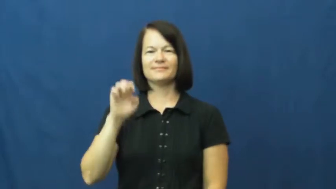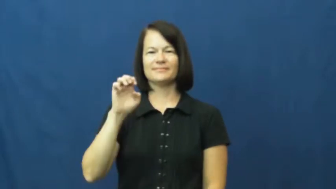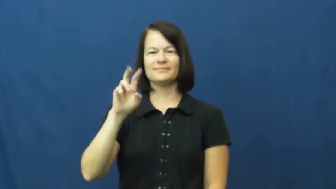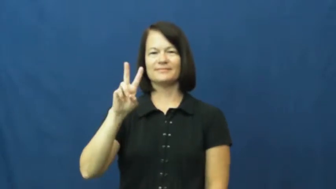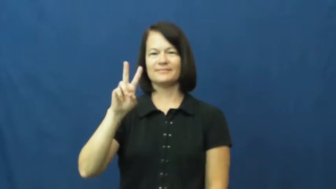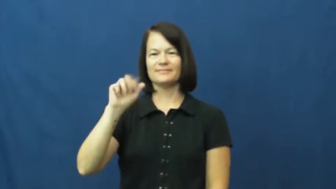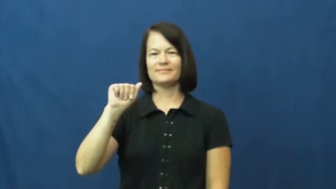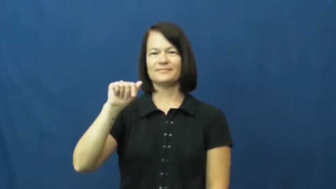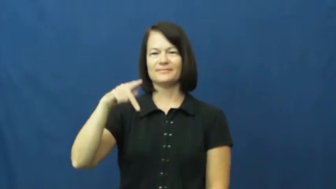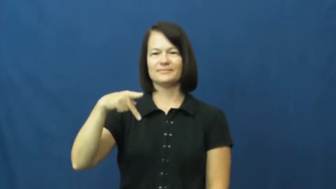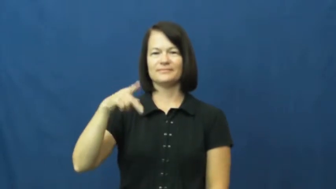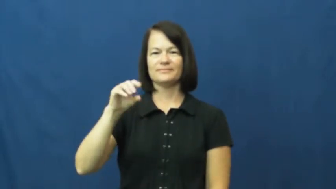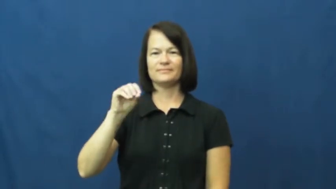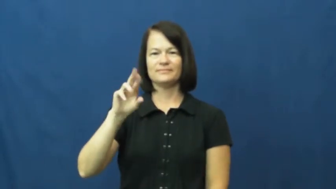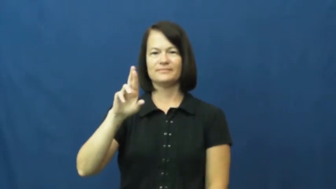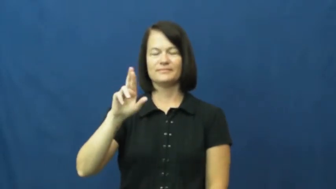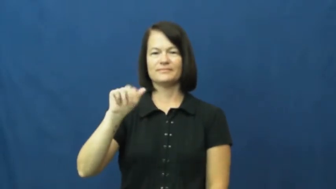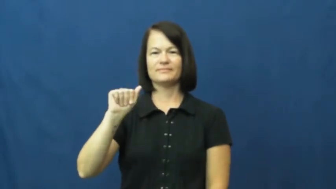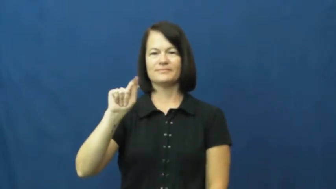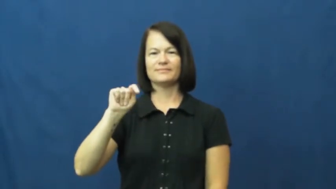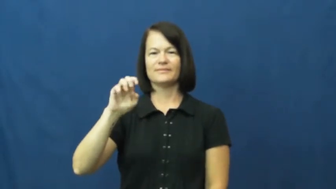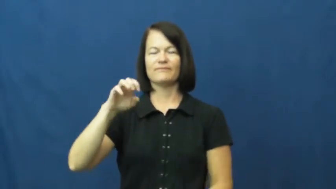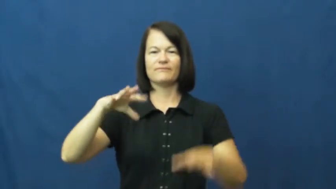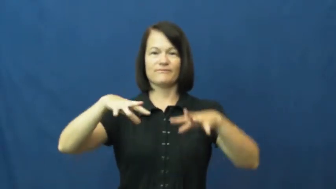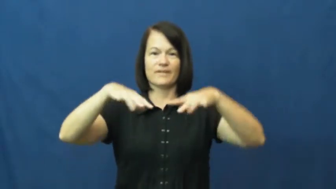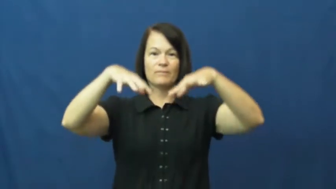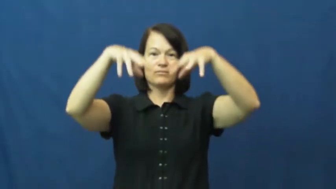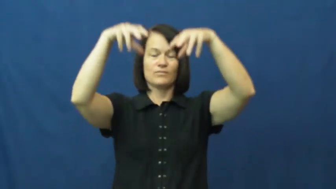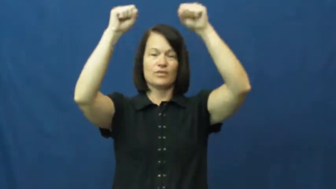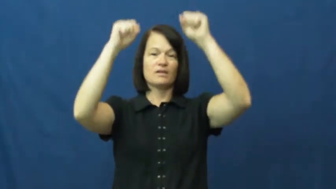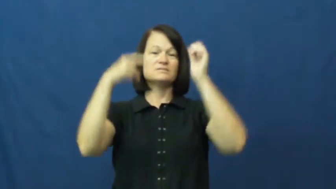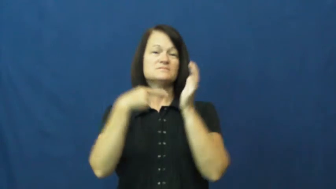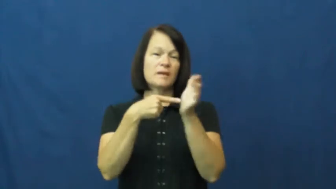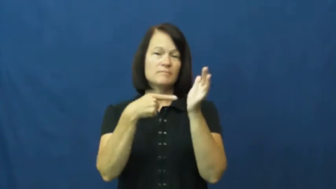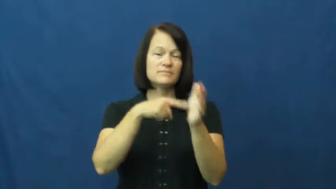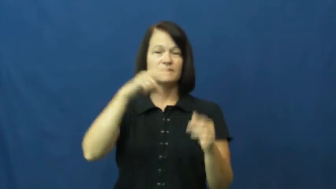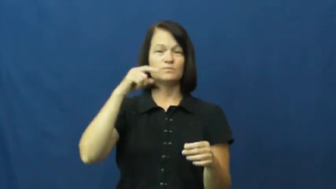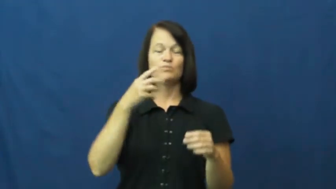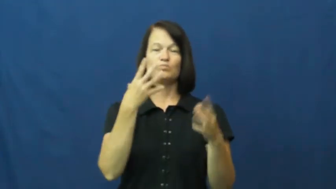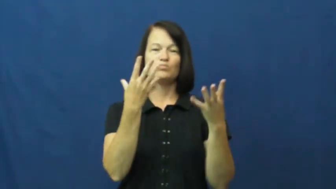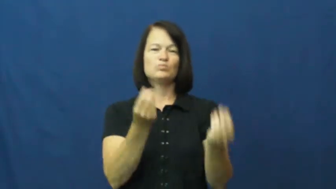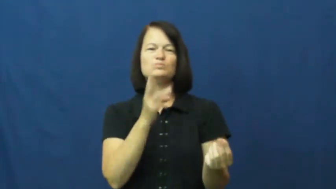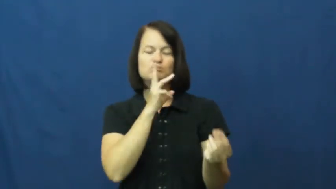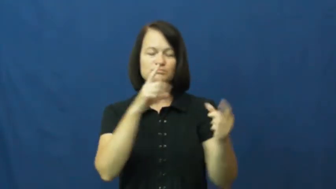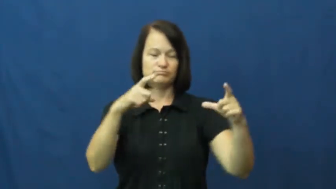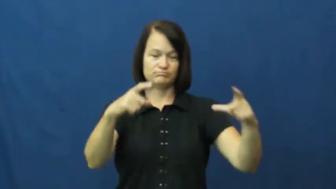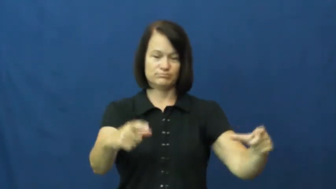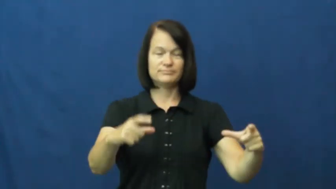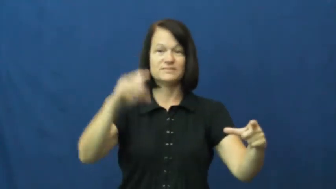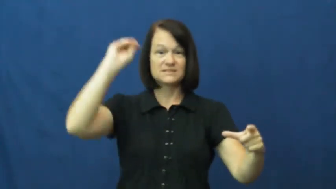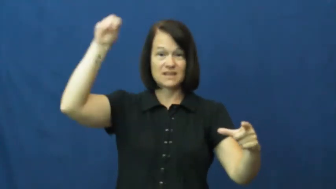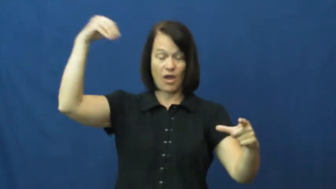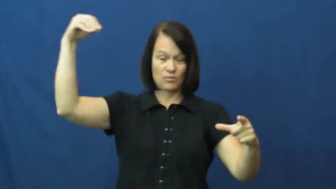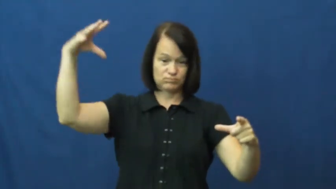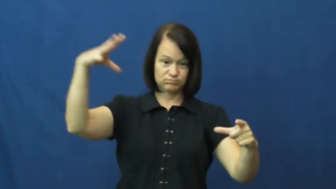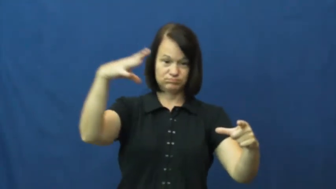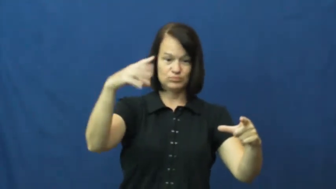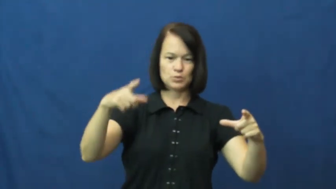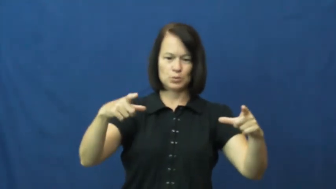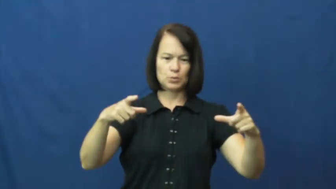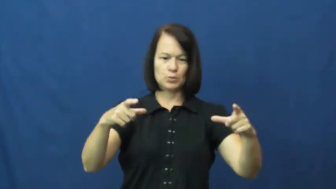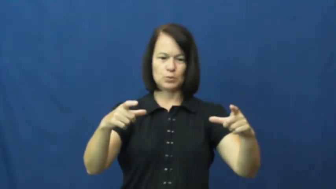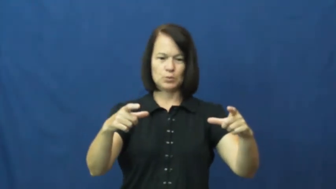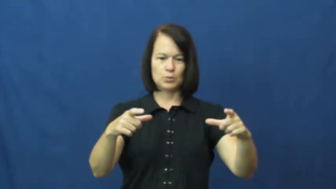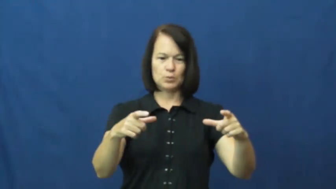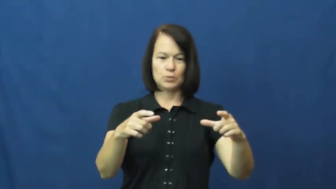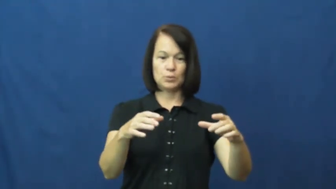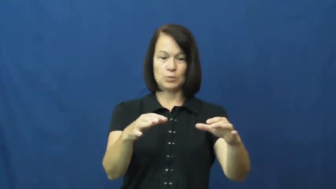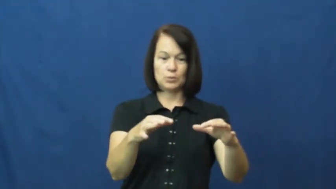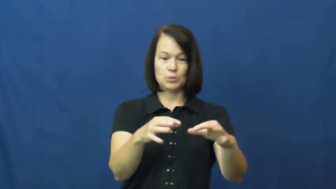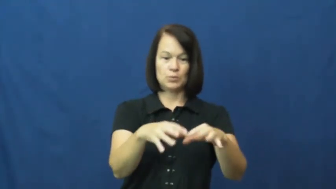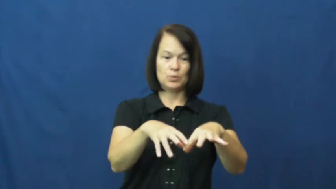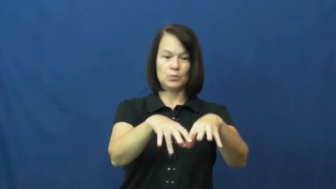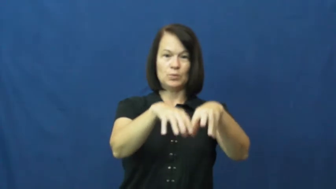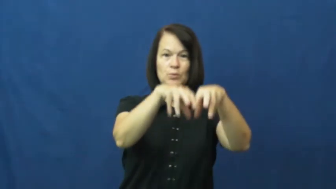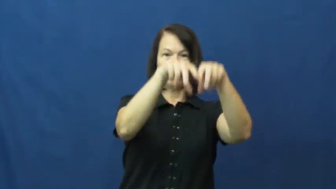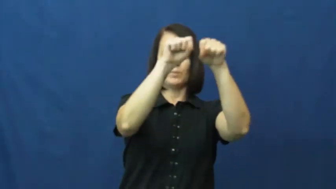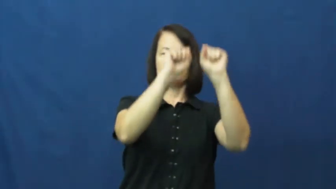evaporate